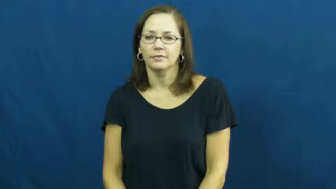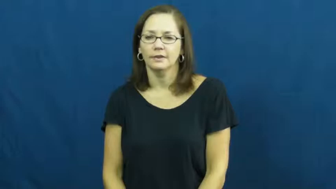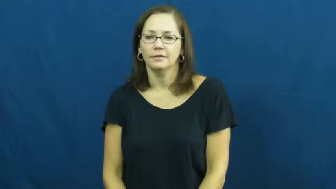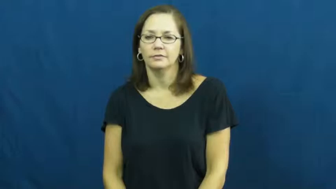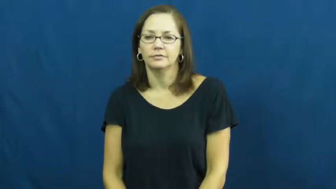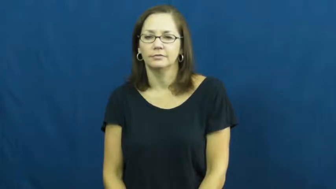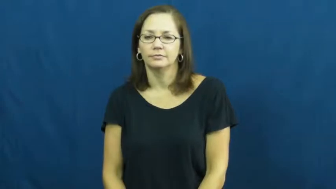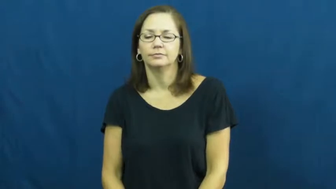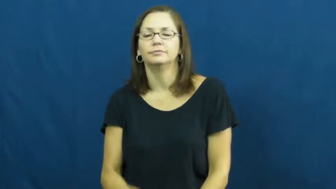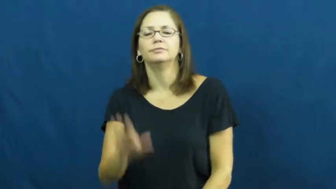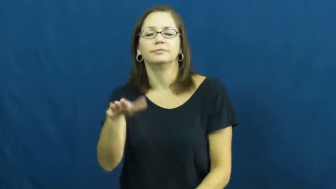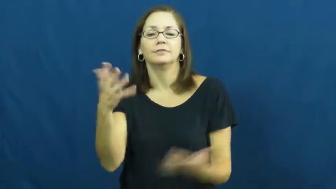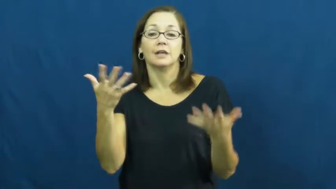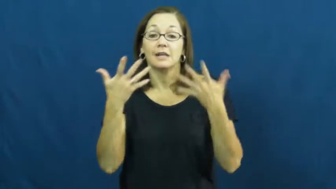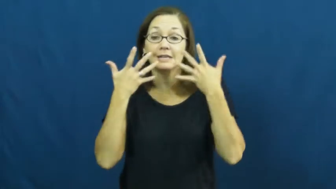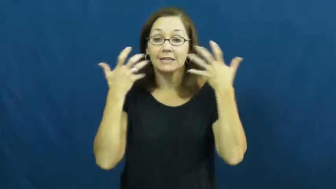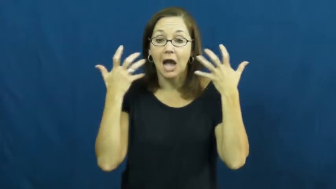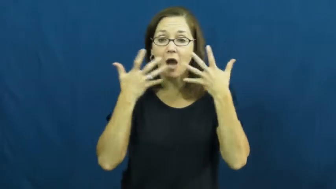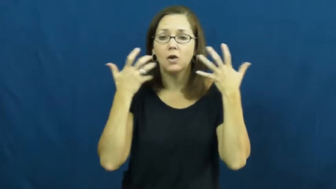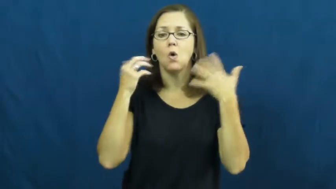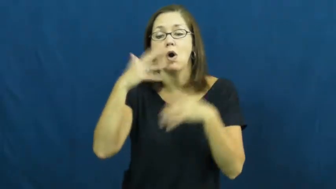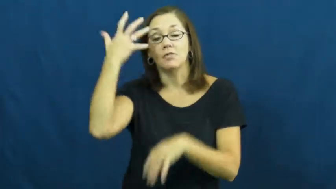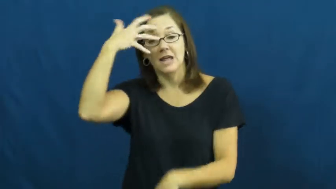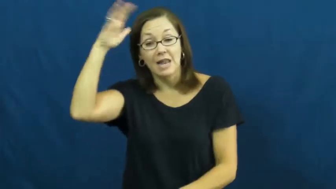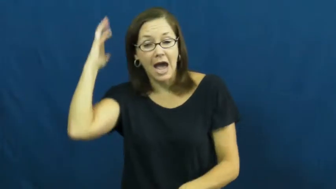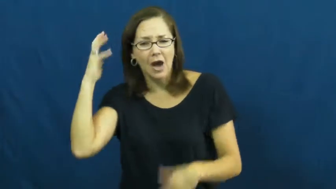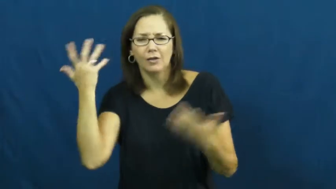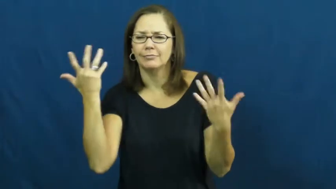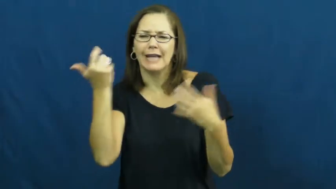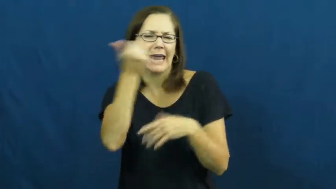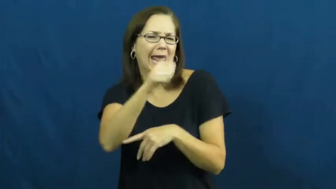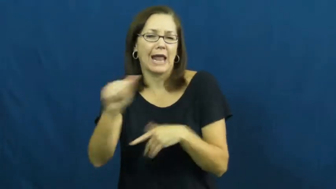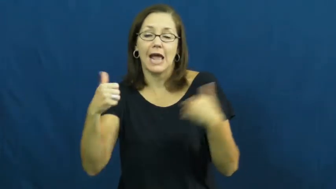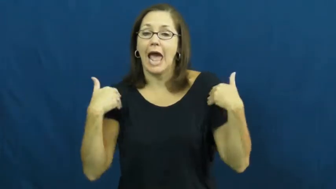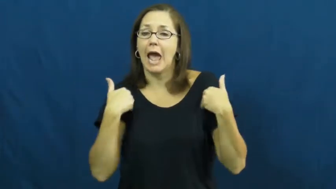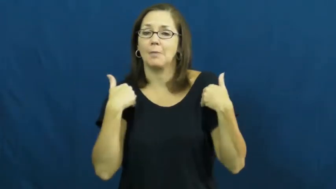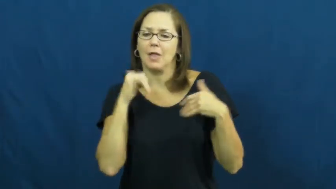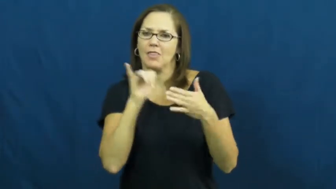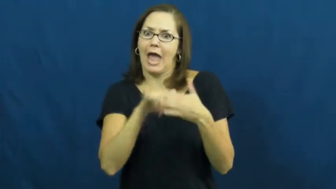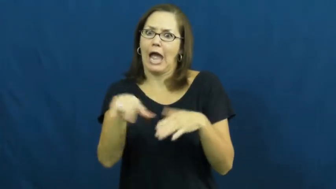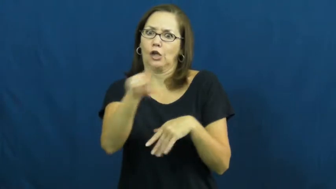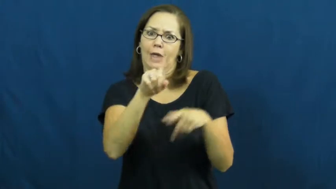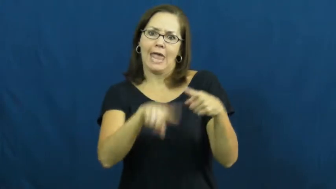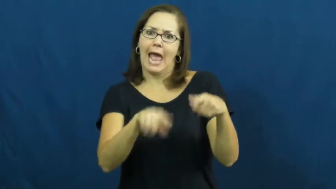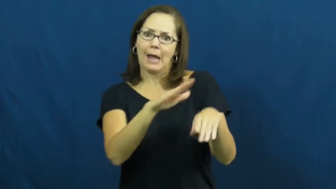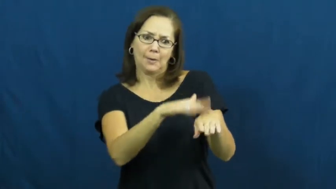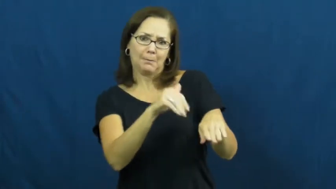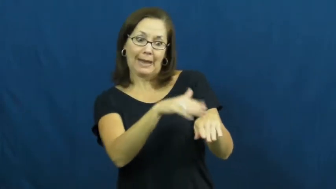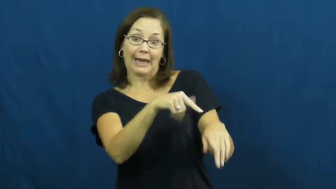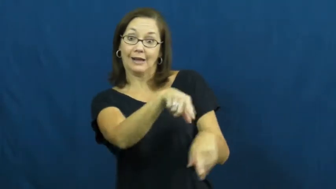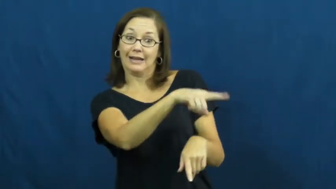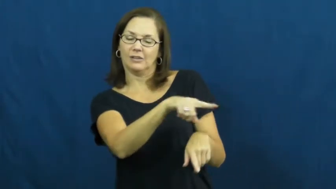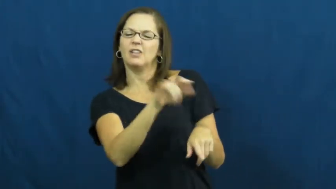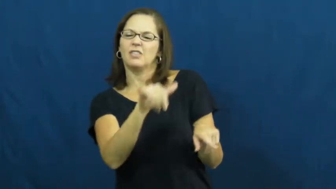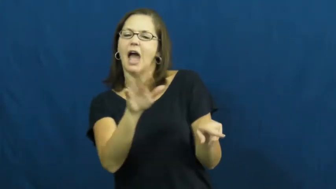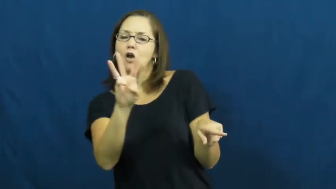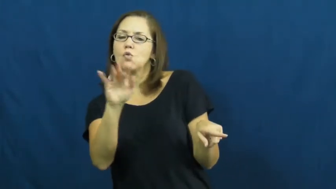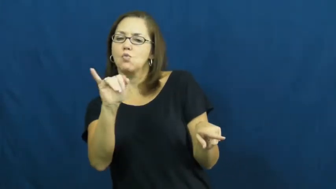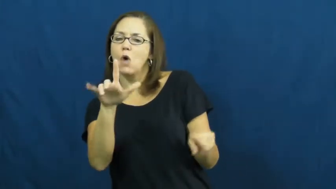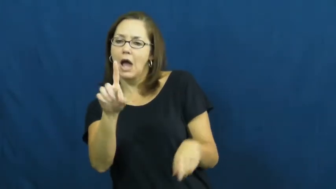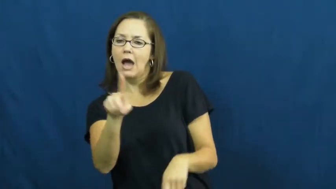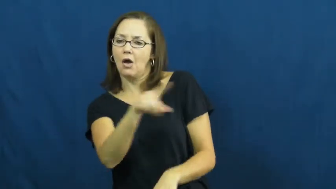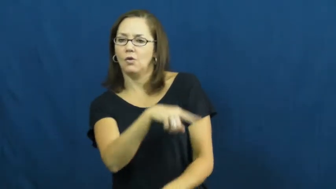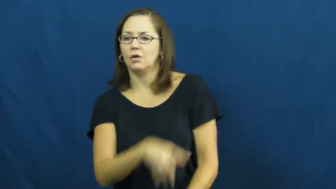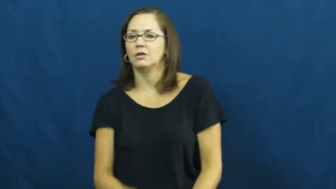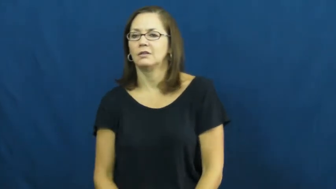wild-animal